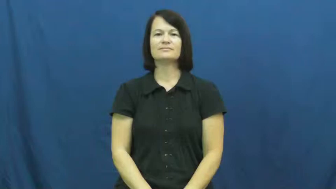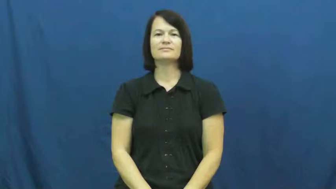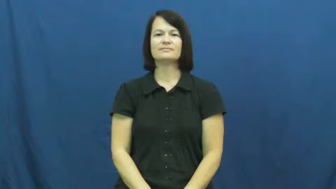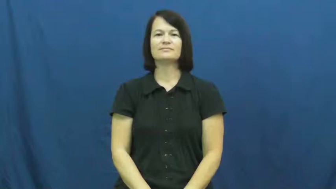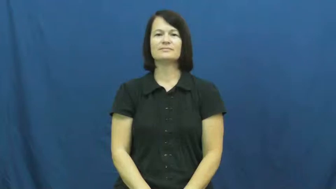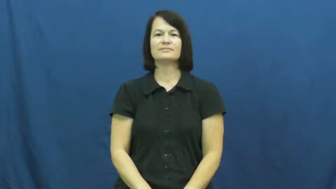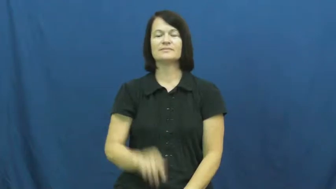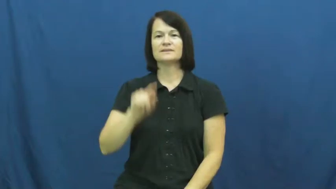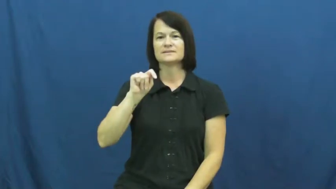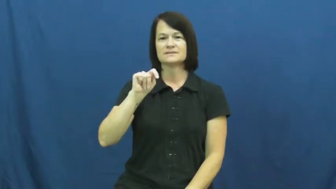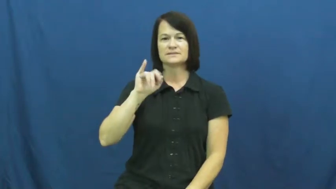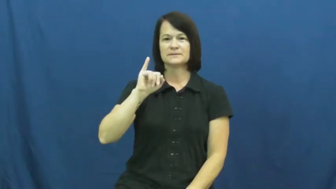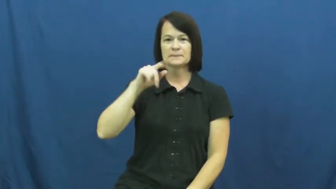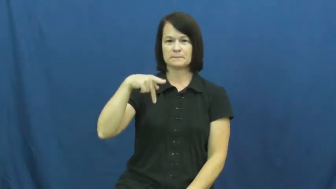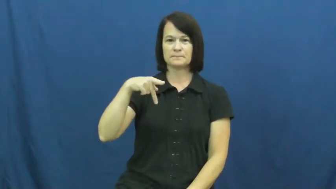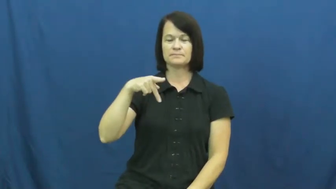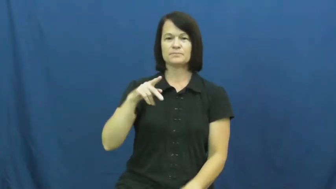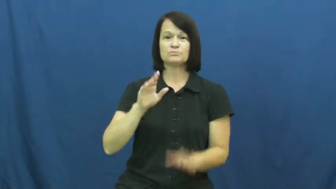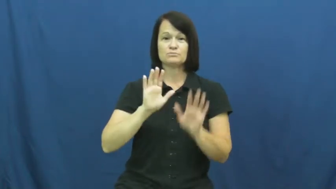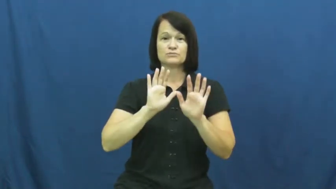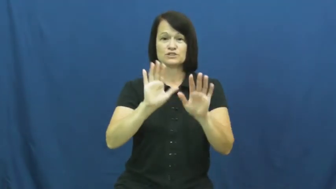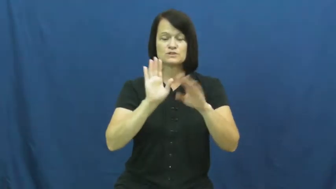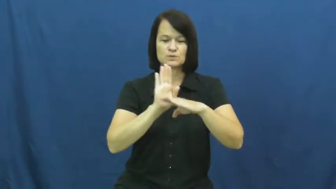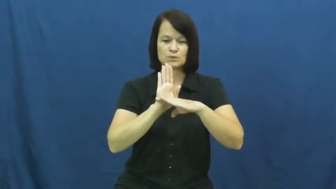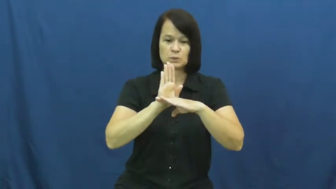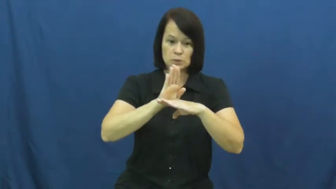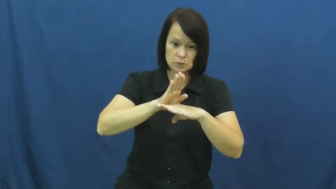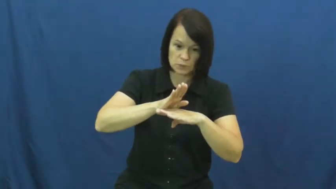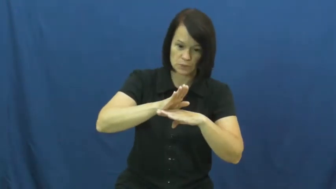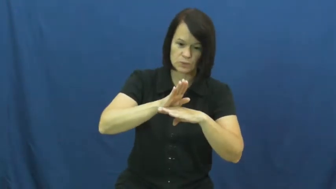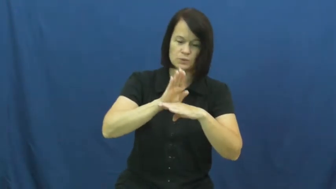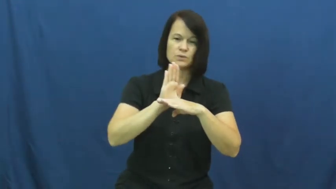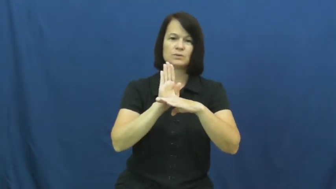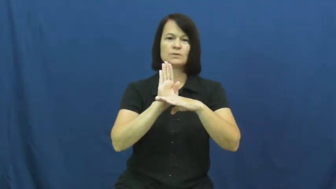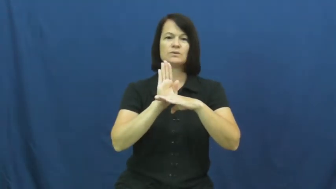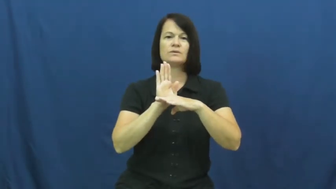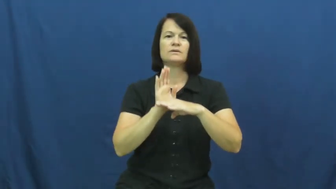tip,tip over-push